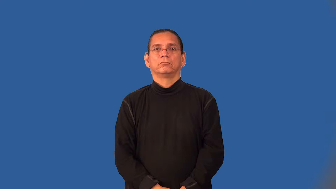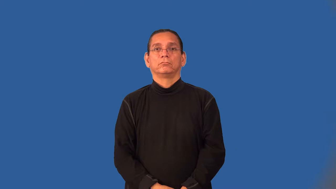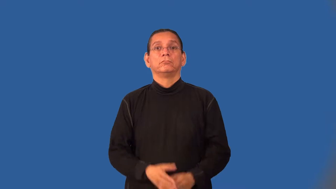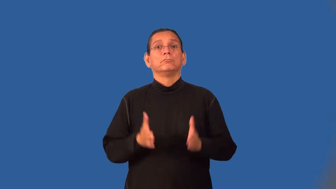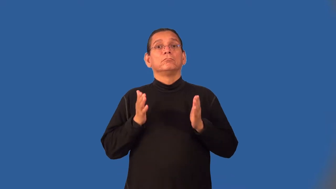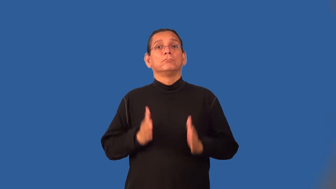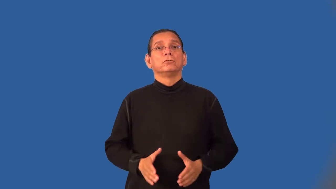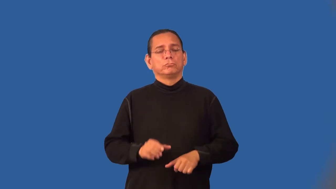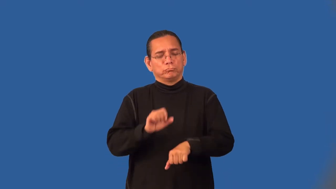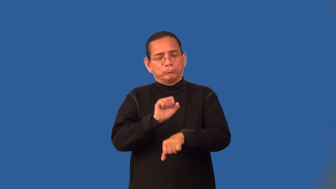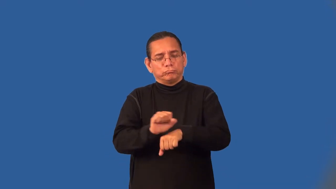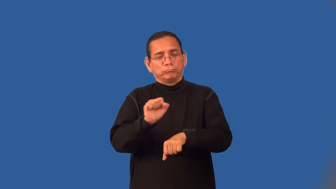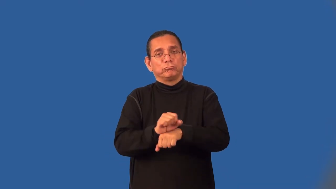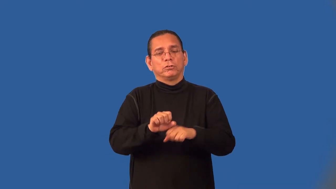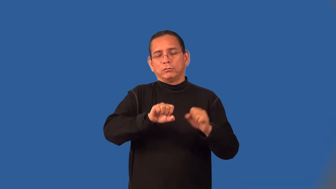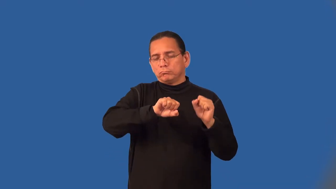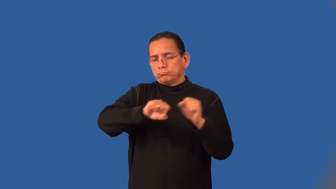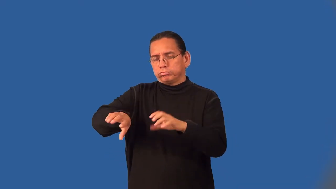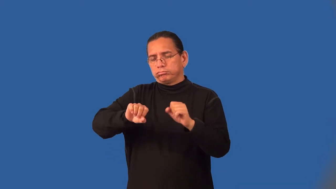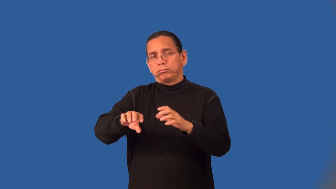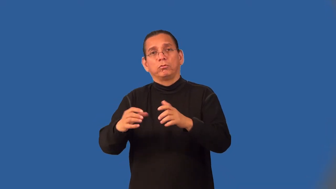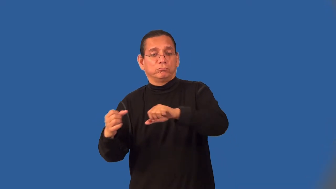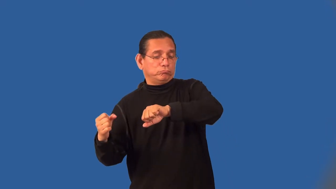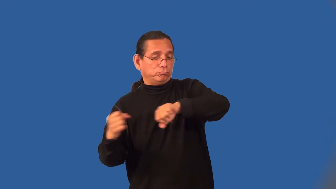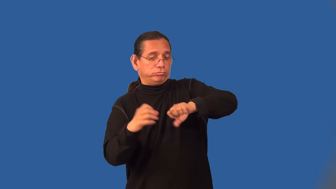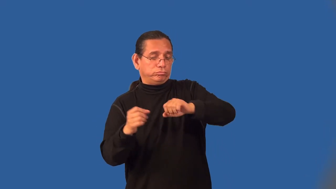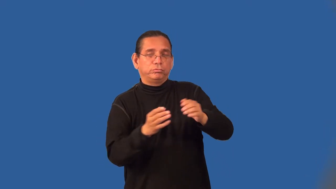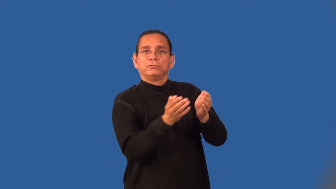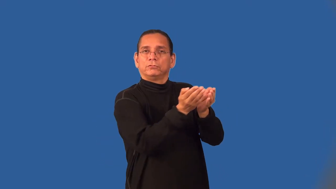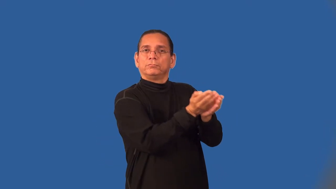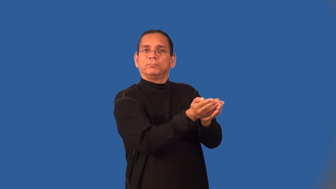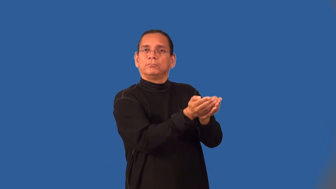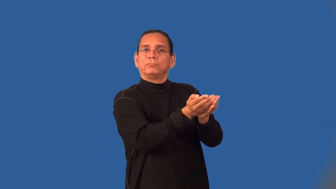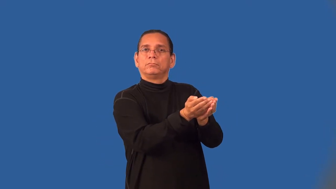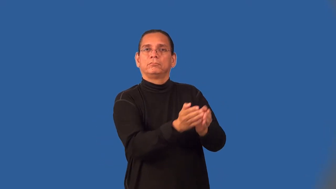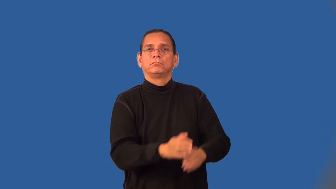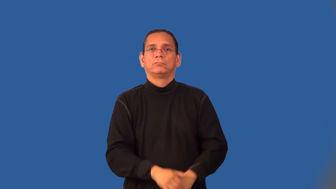dockworker,longshoreman,docker